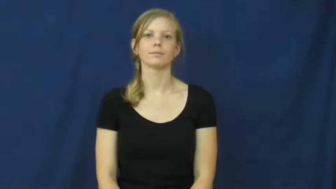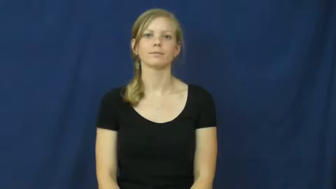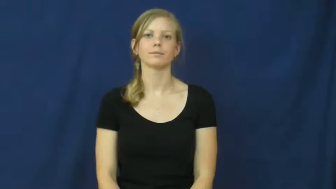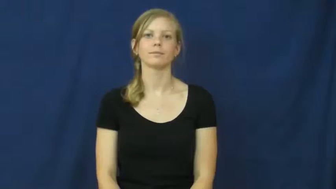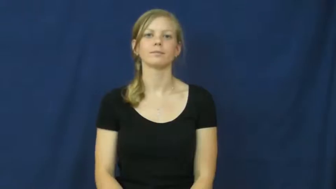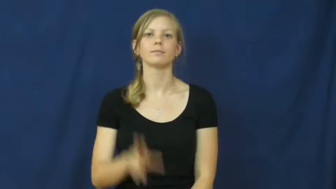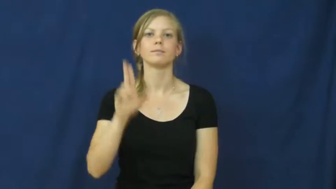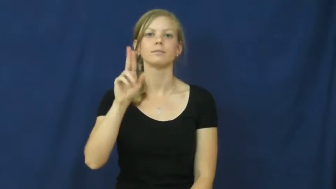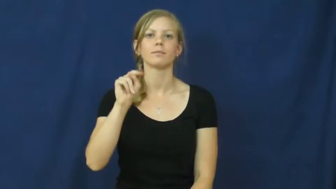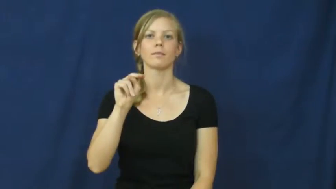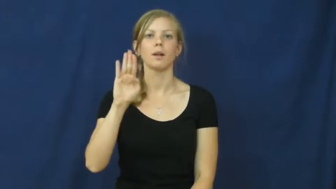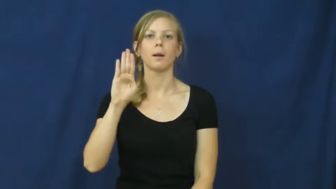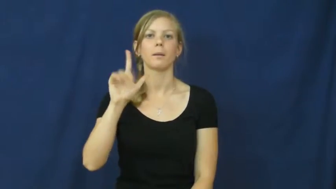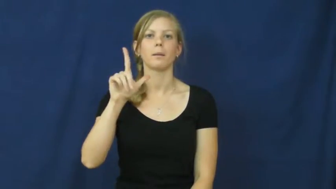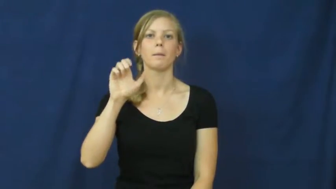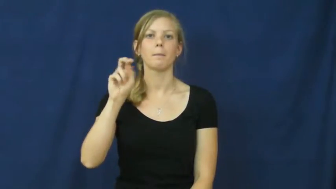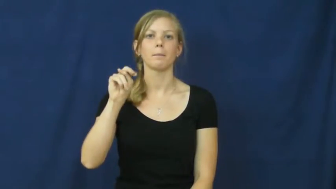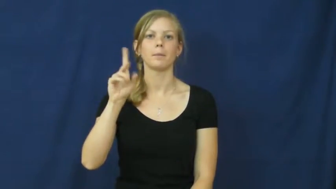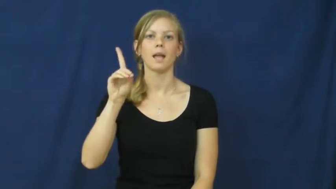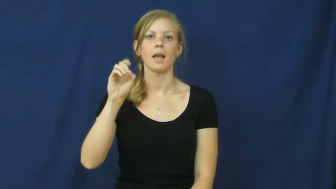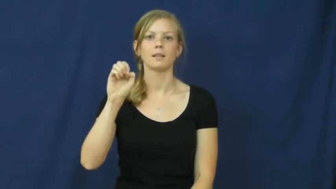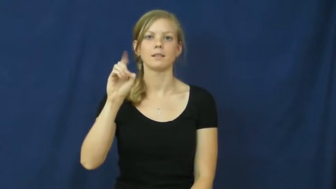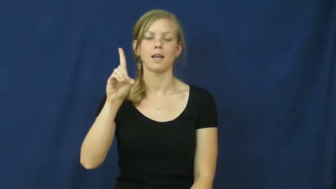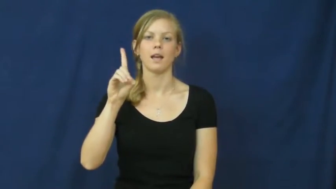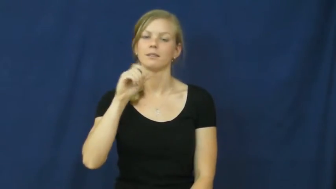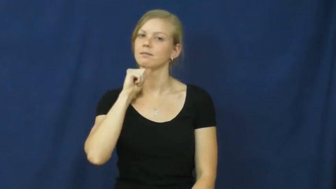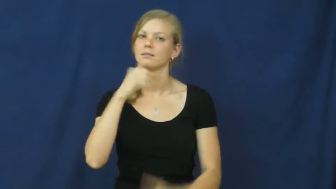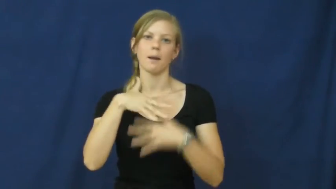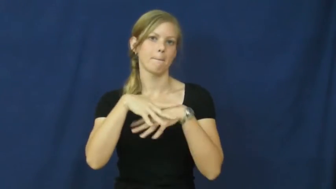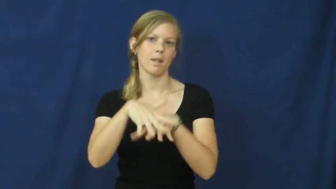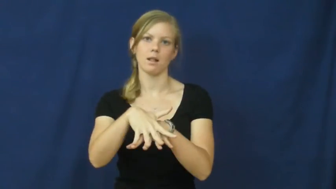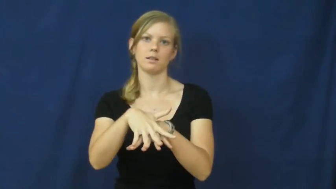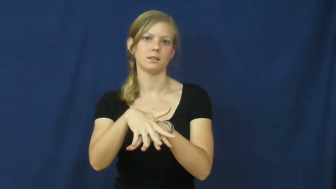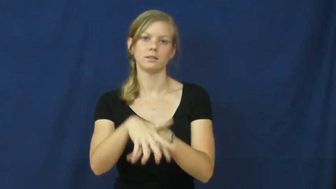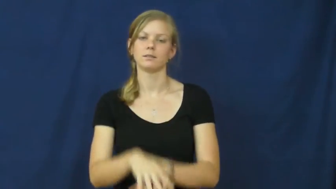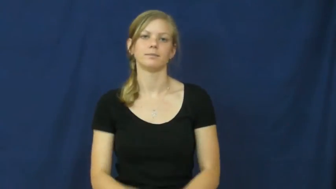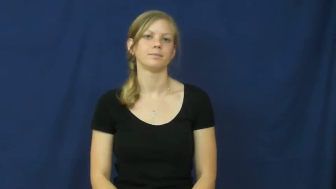unblended